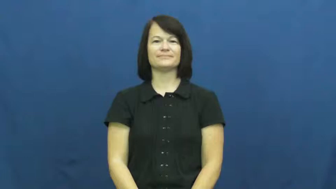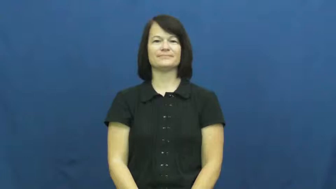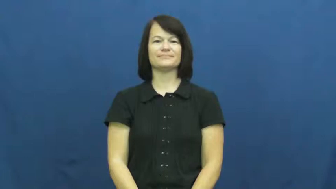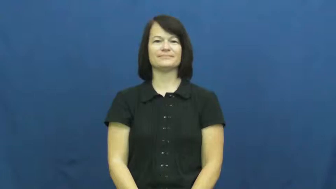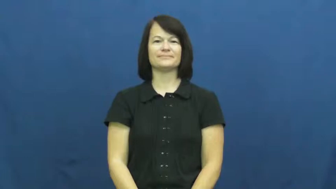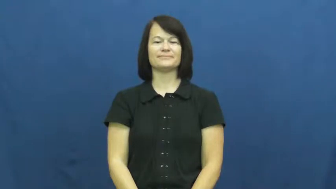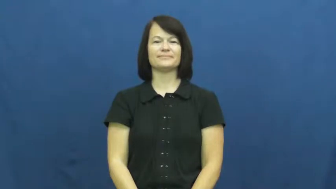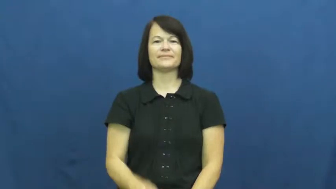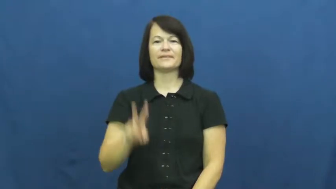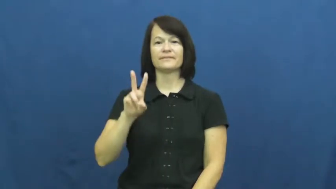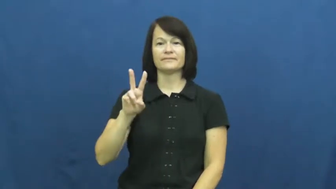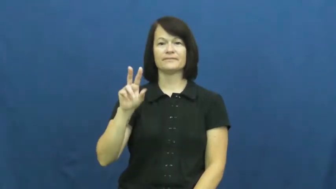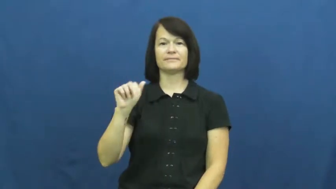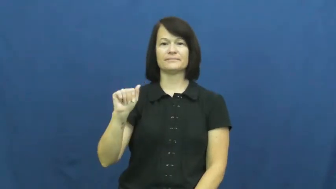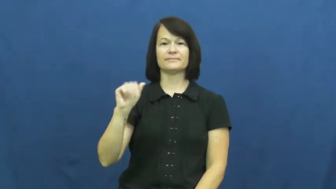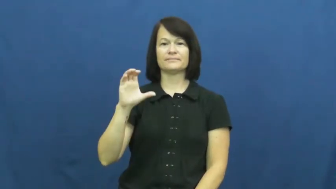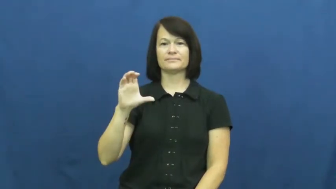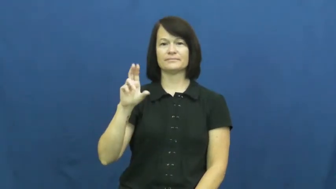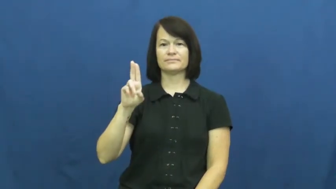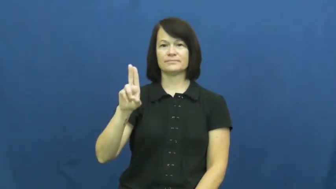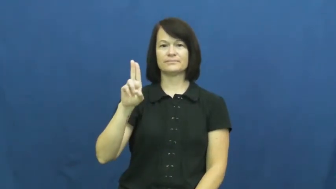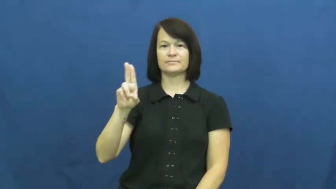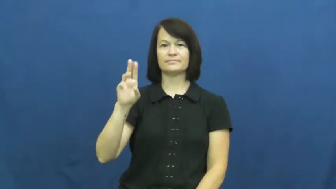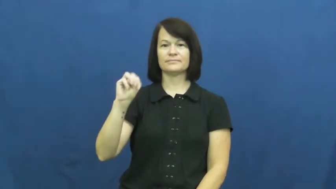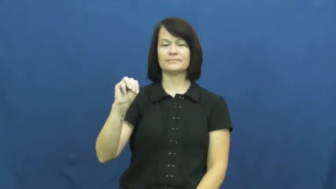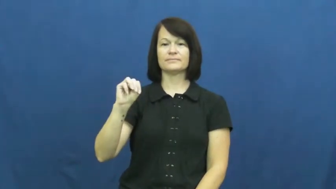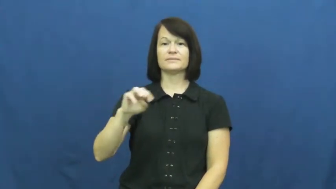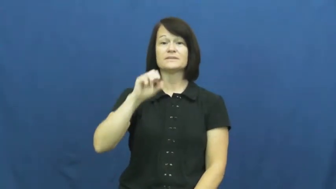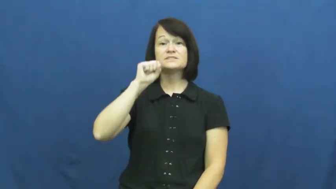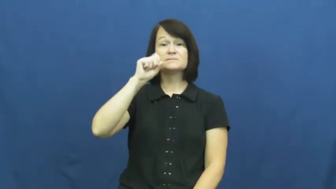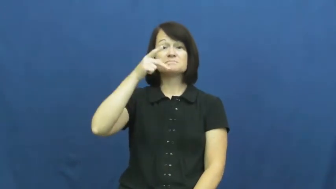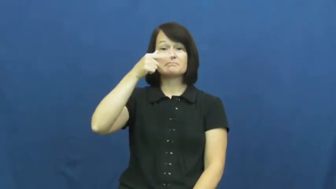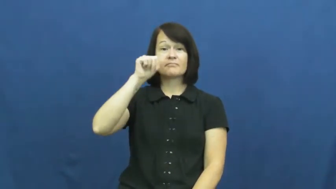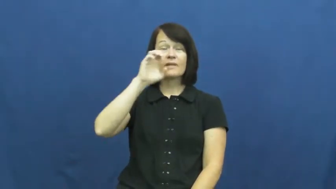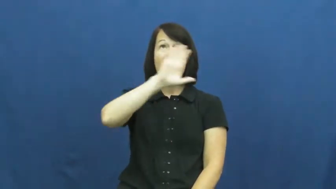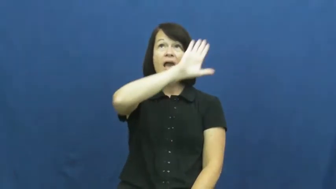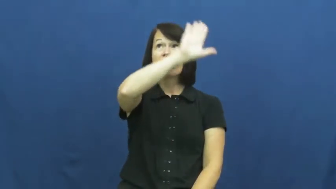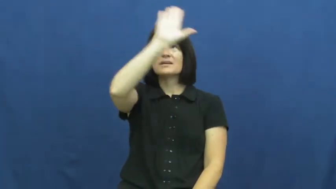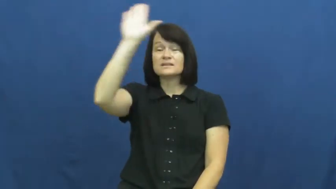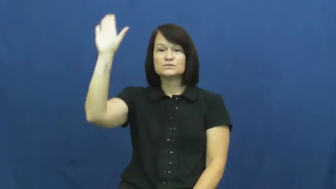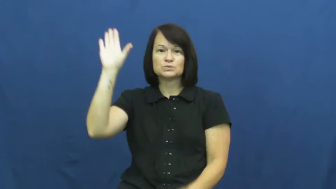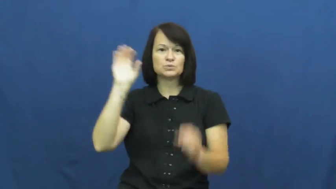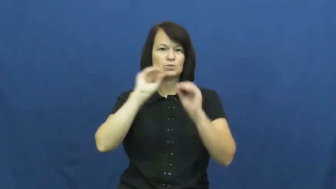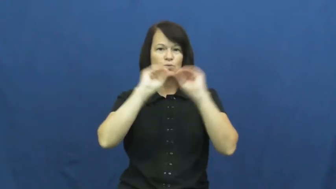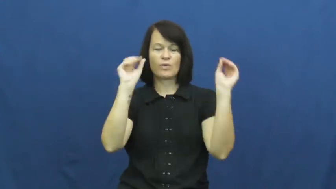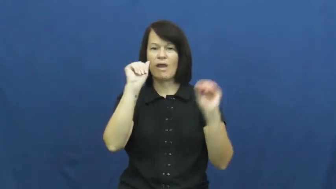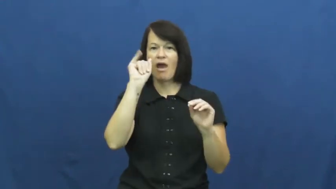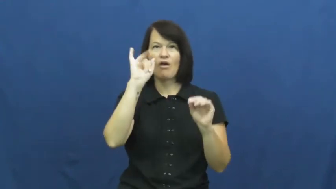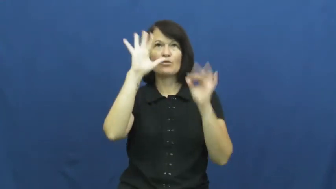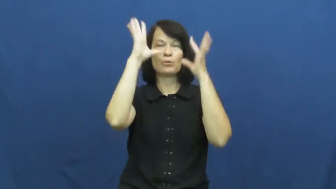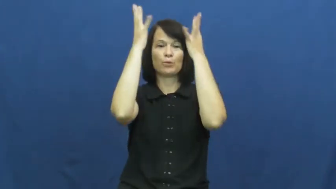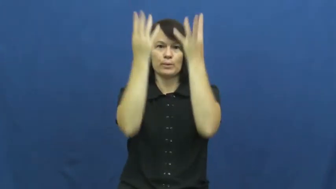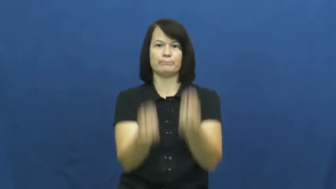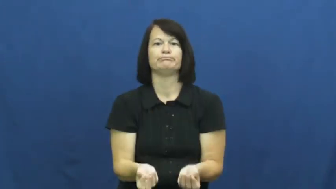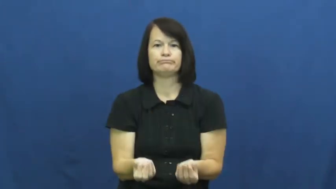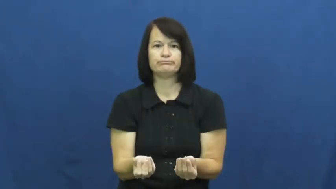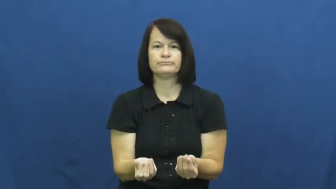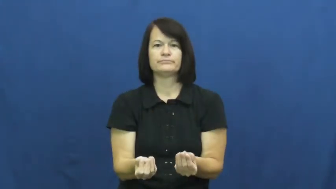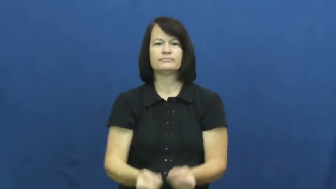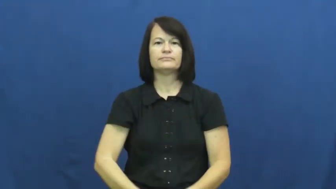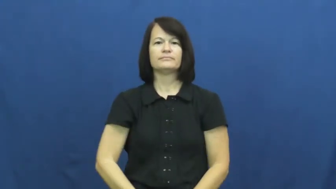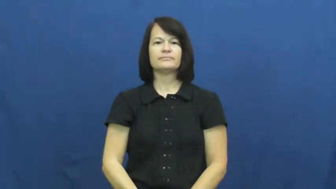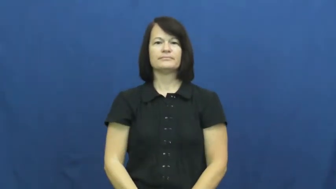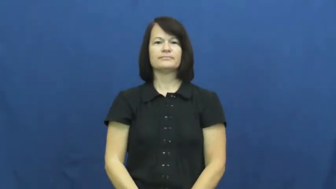vacuum-no air